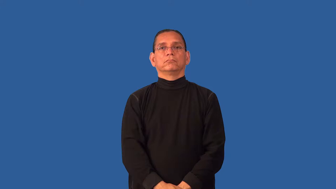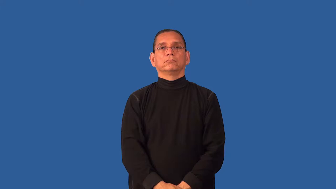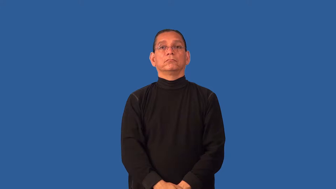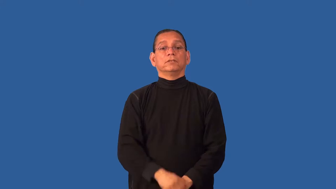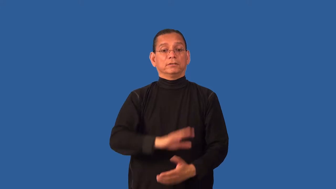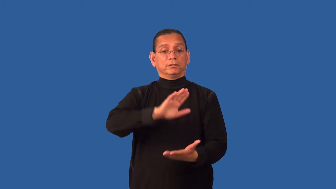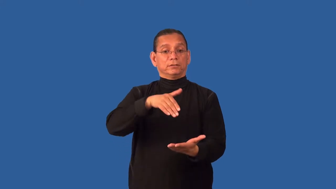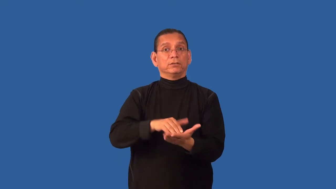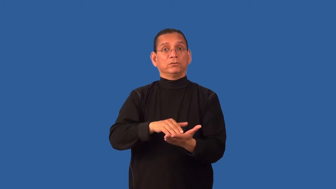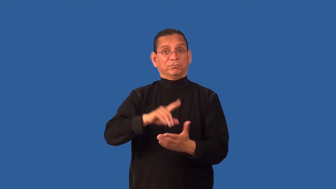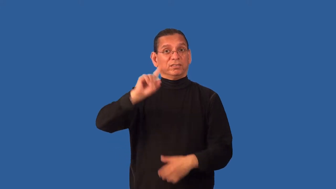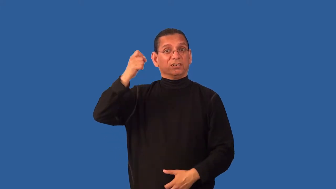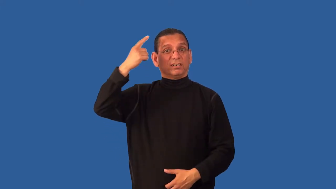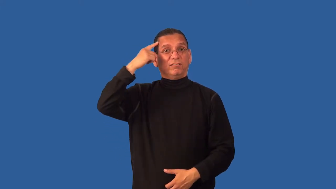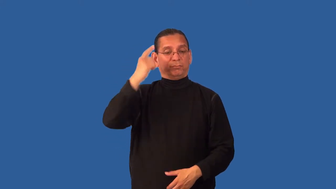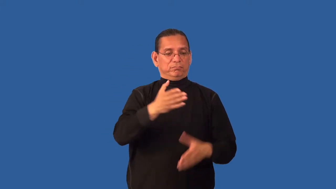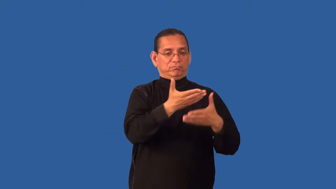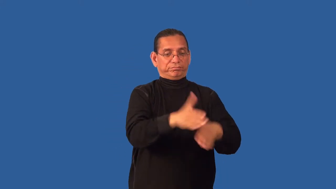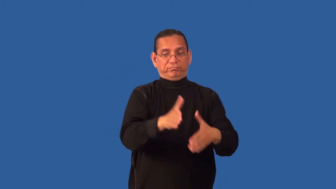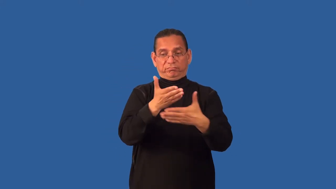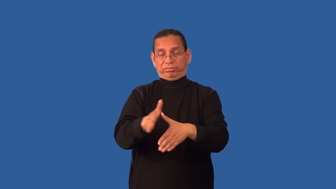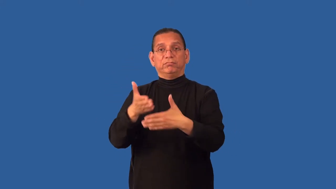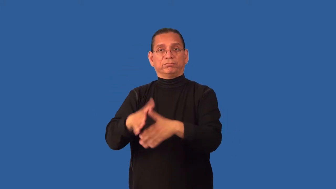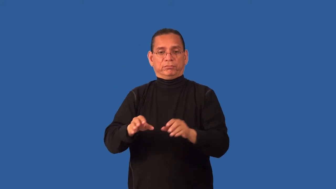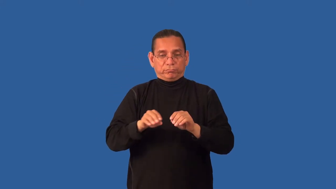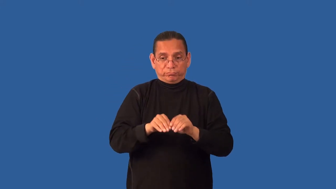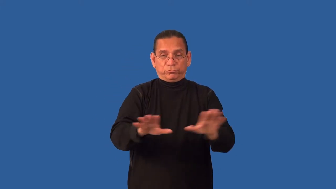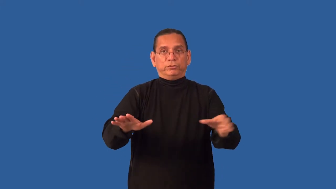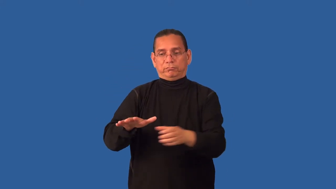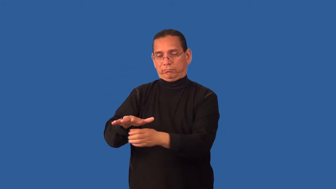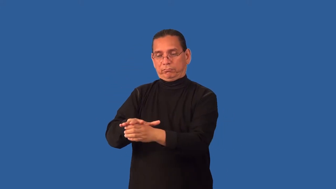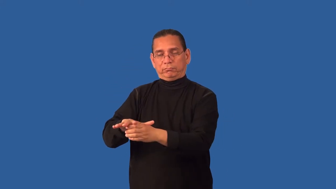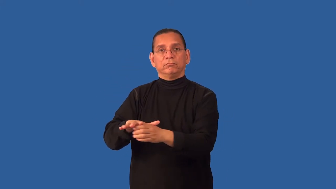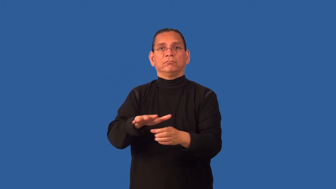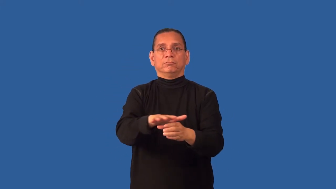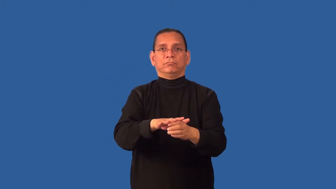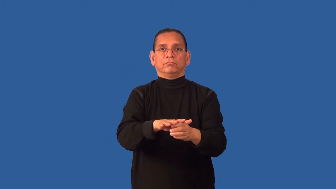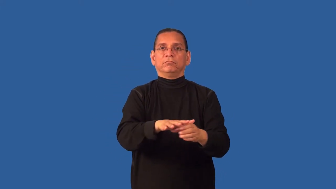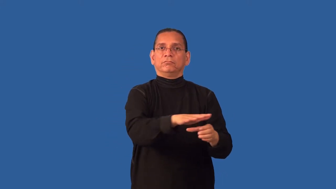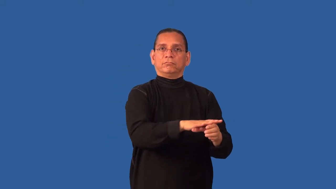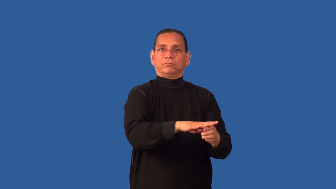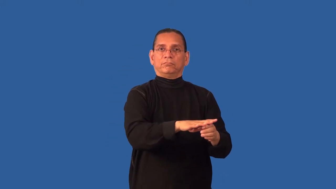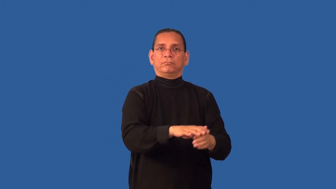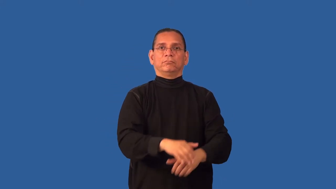decentralize